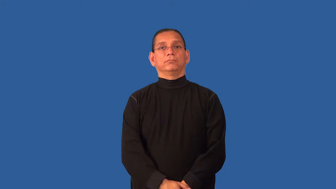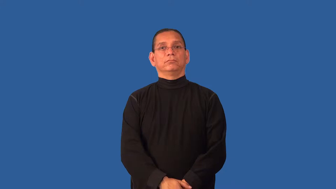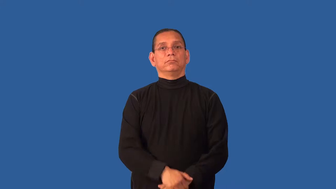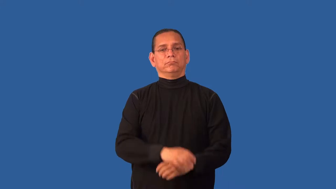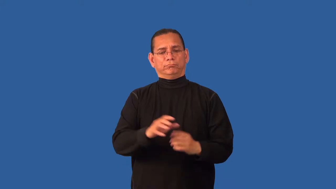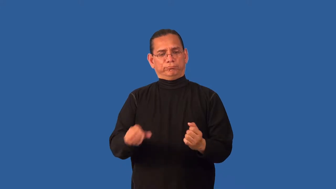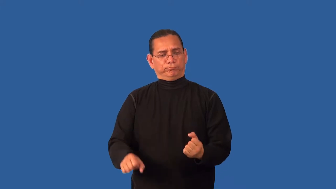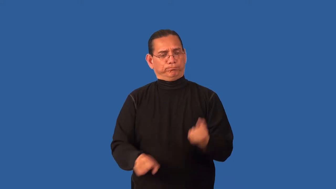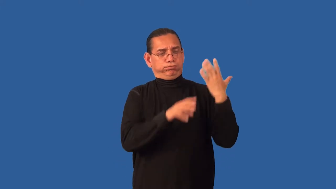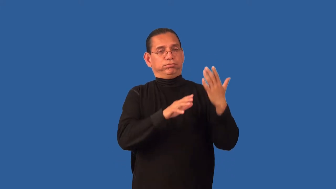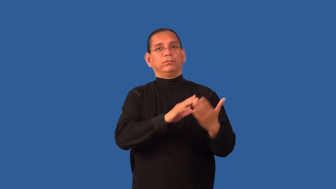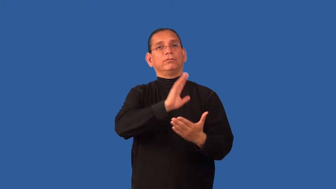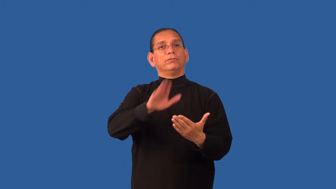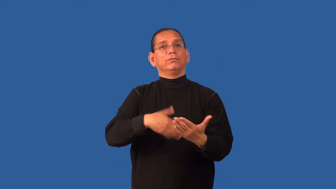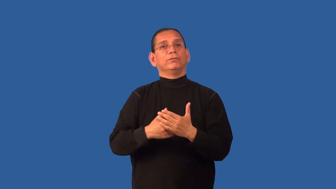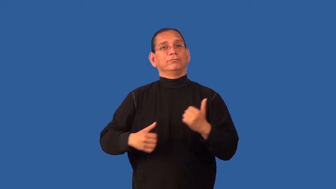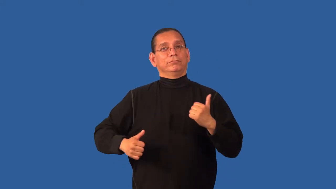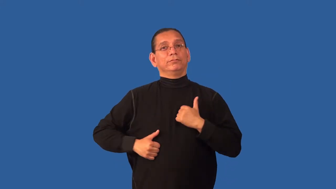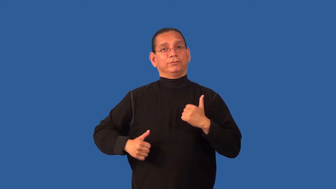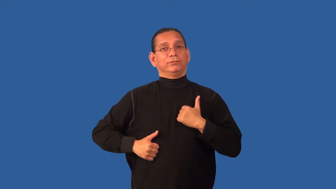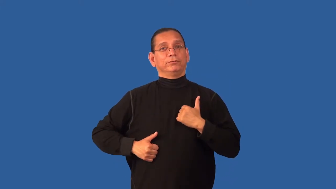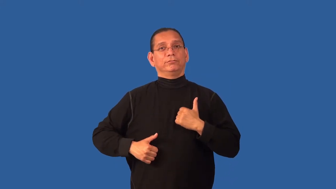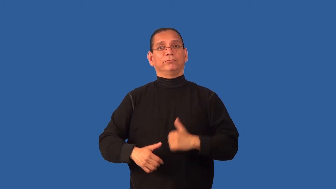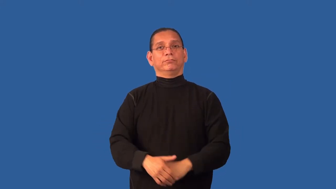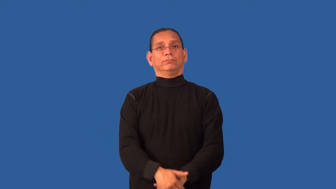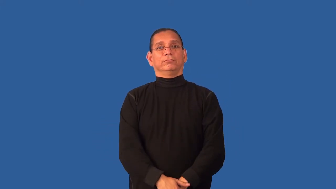demilitarize